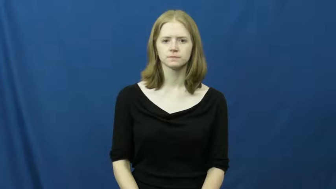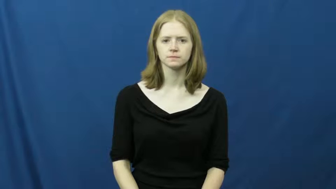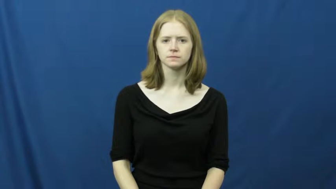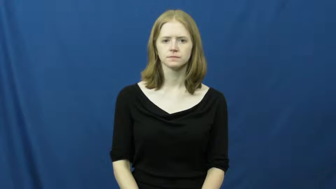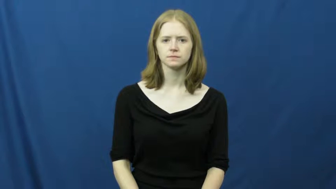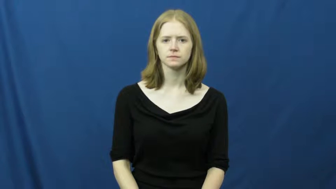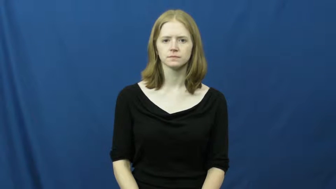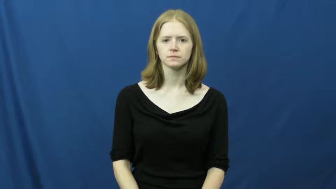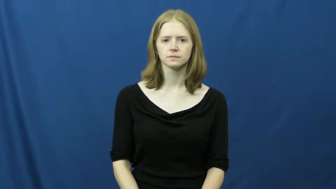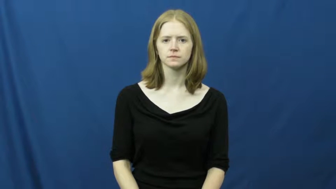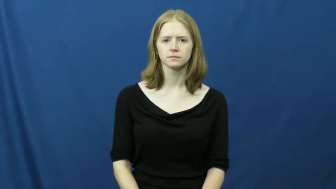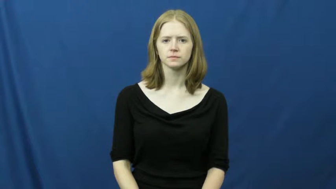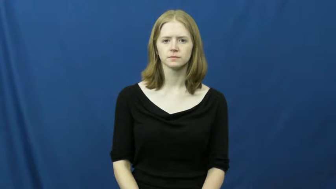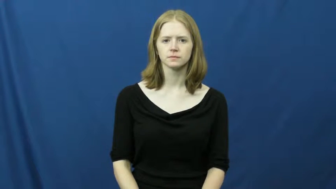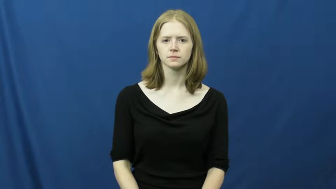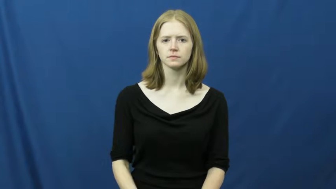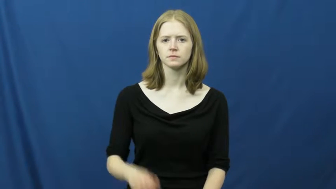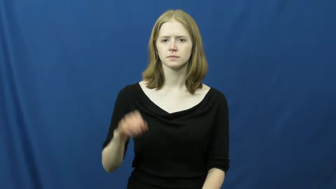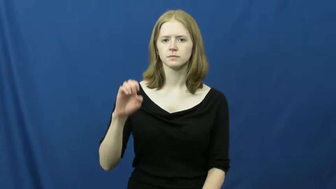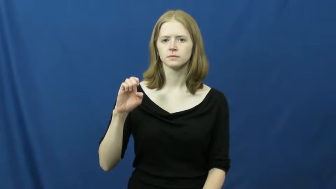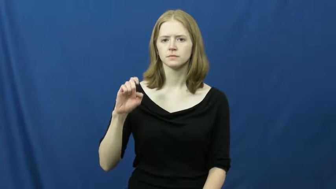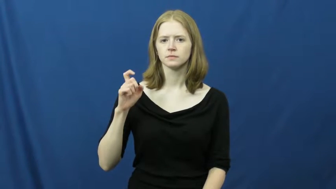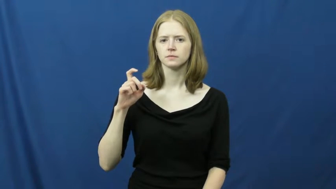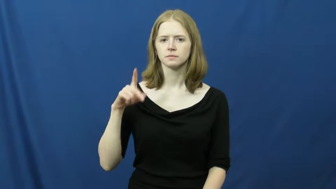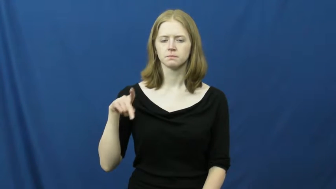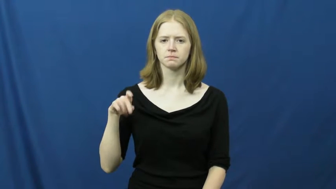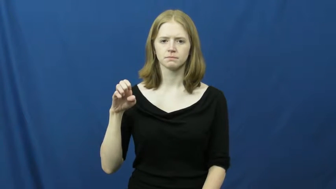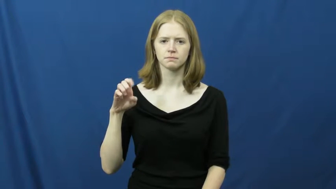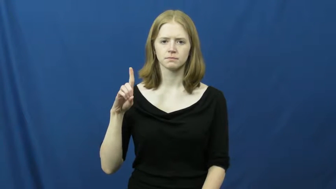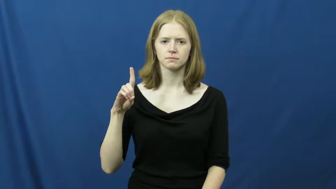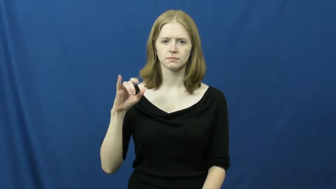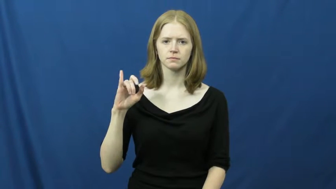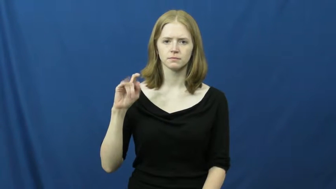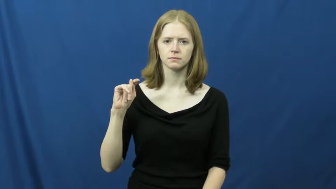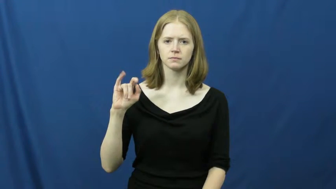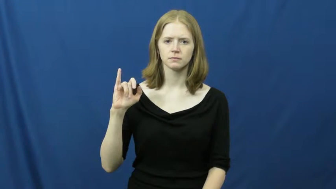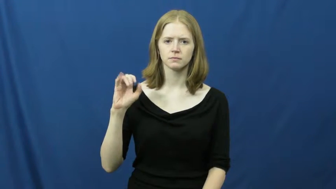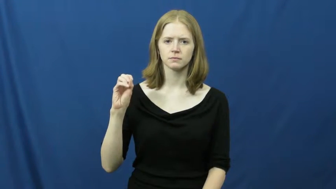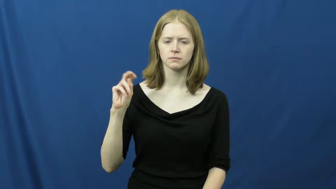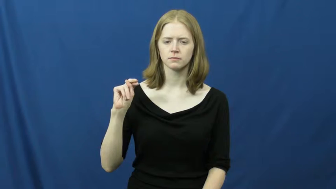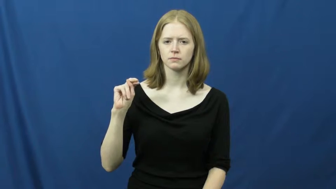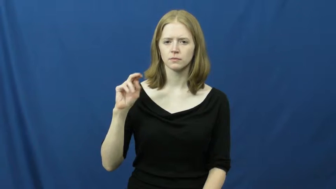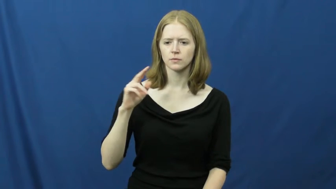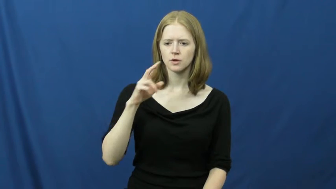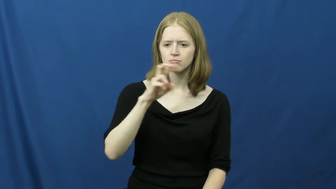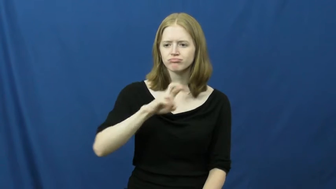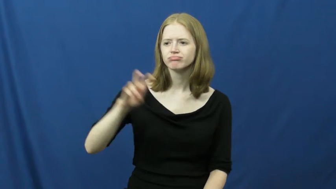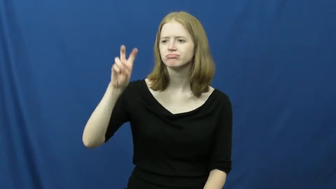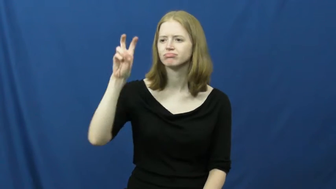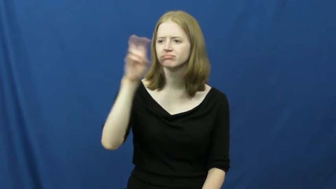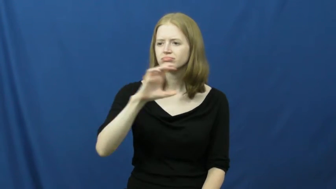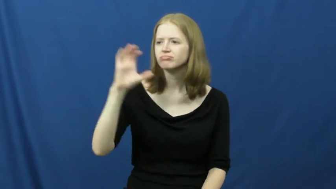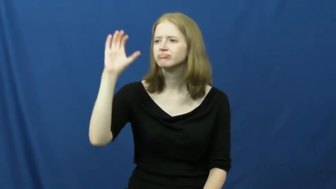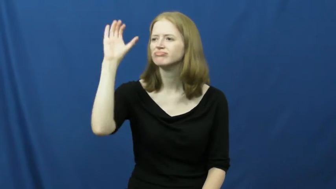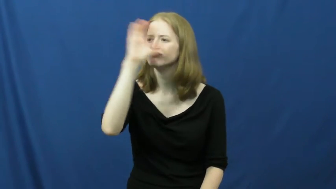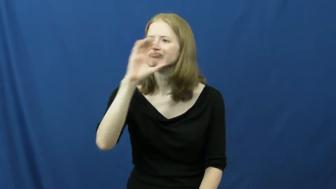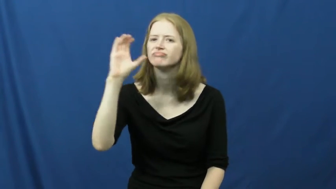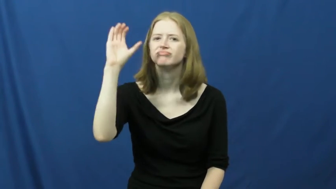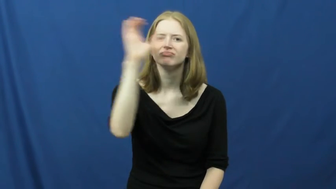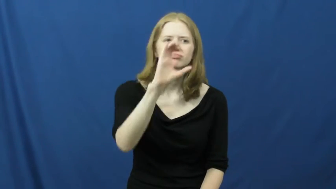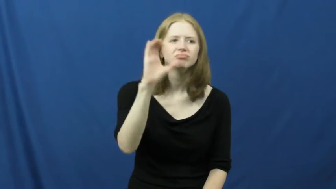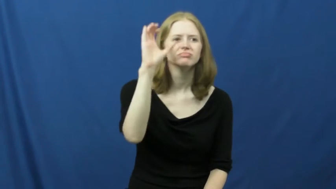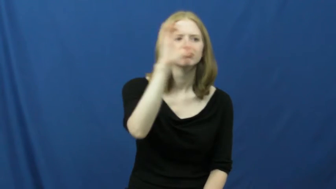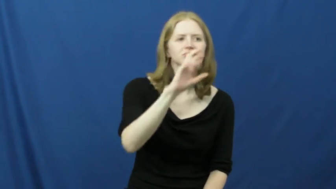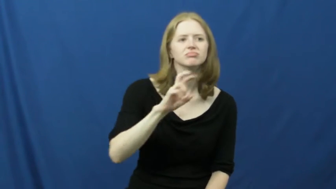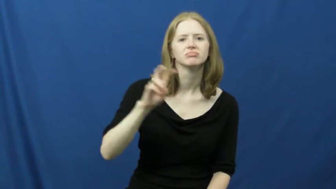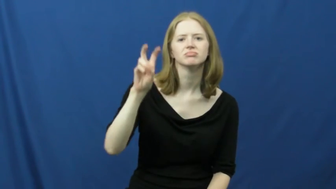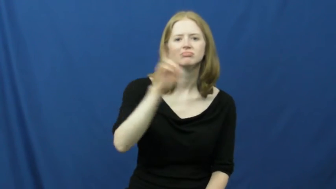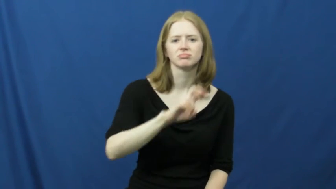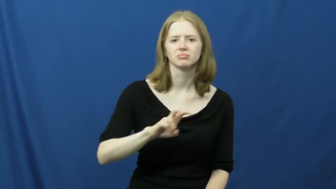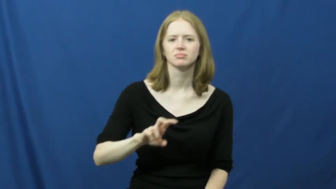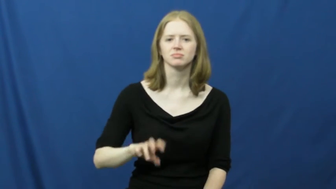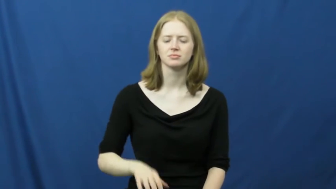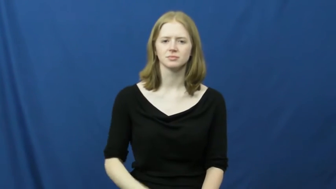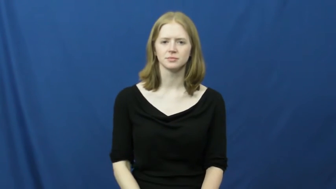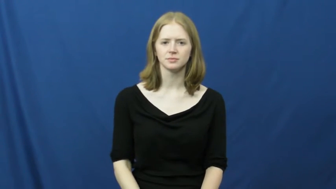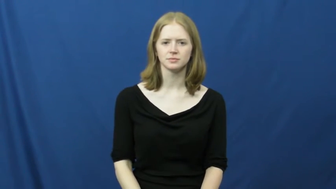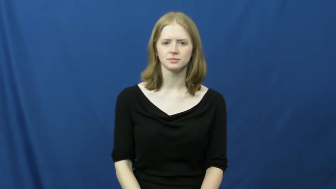expedition